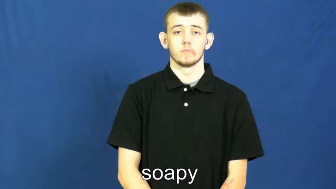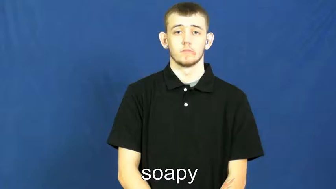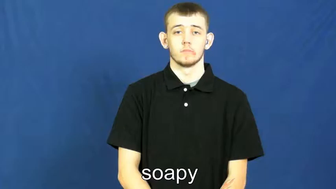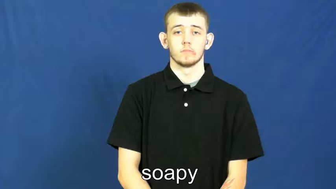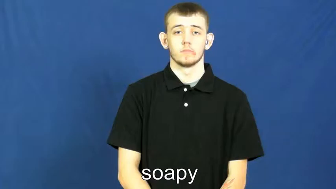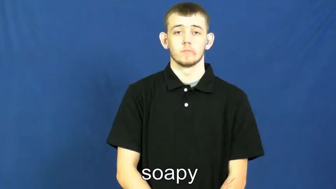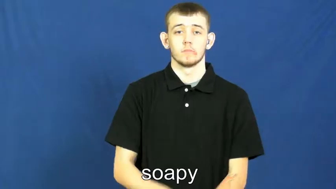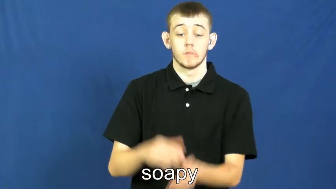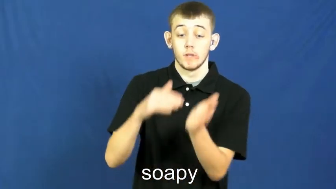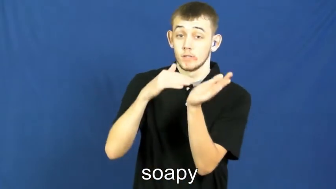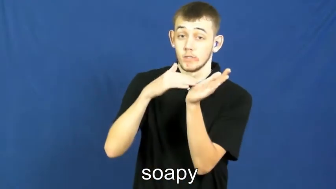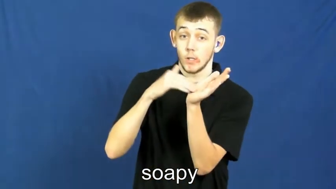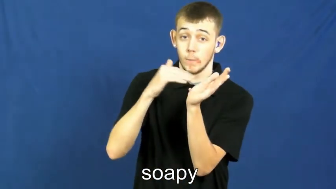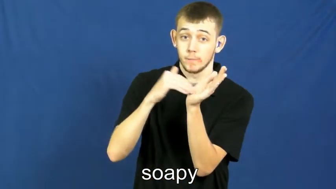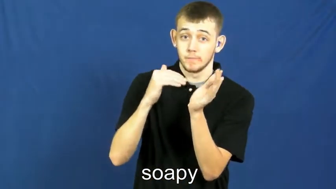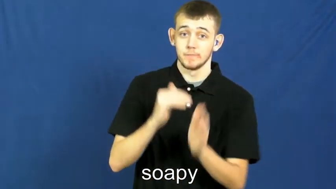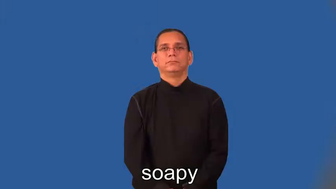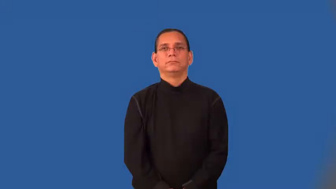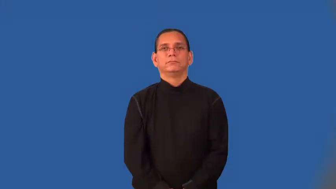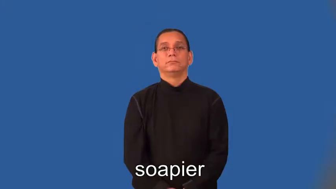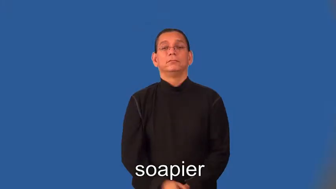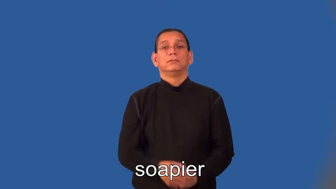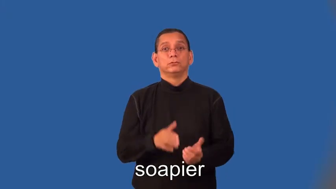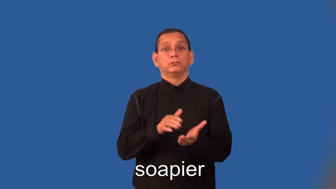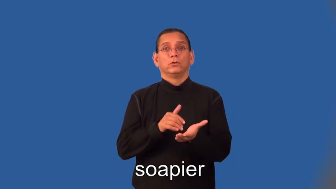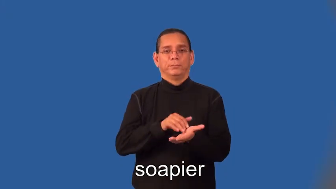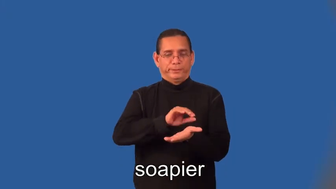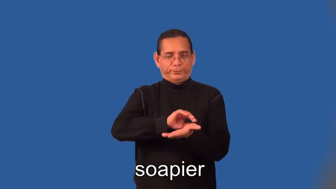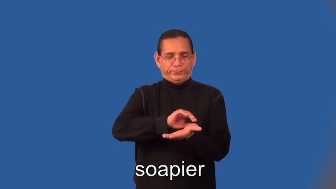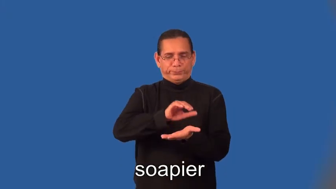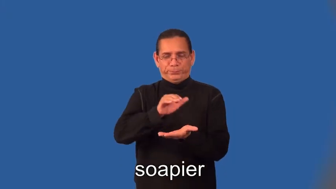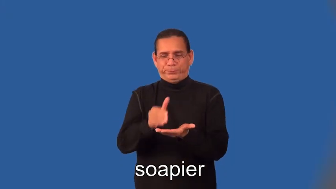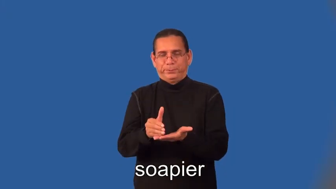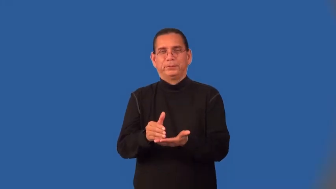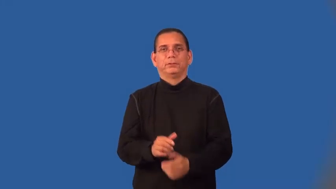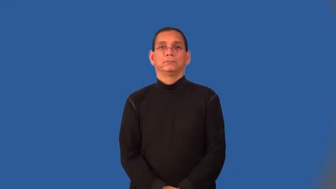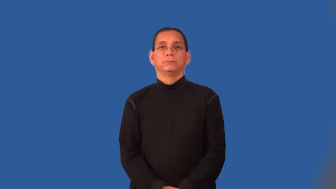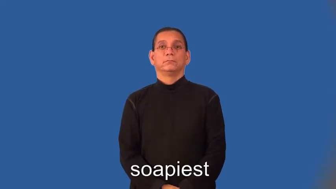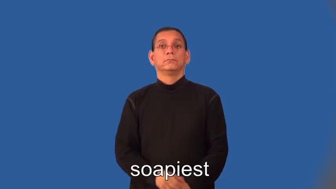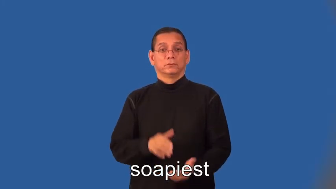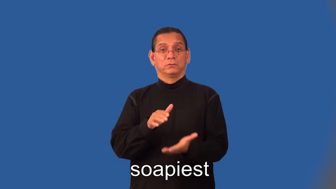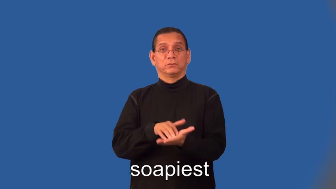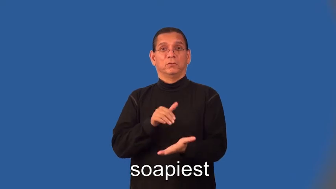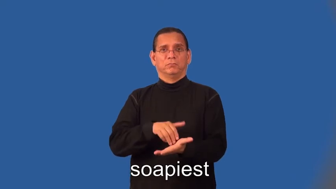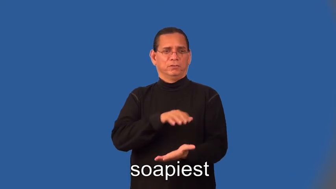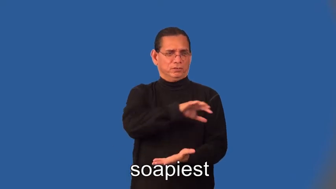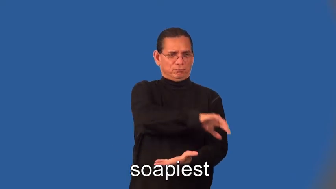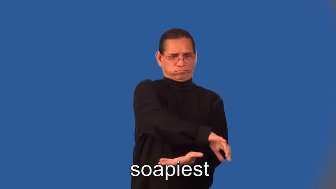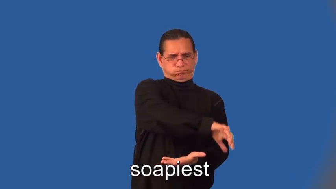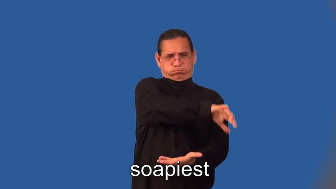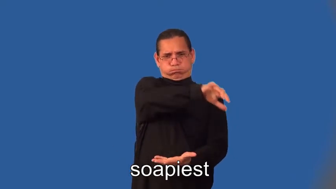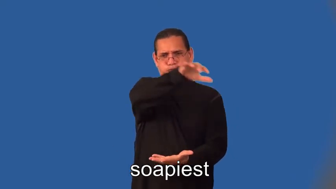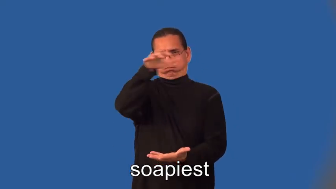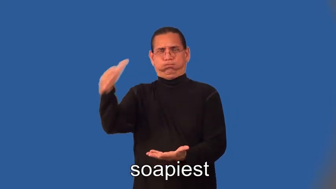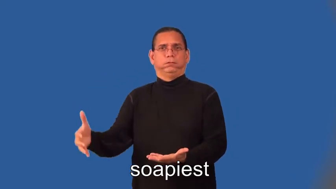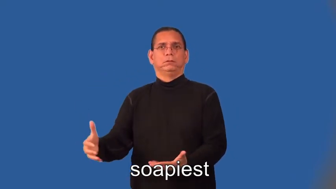soapier,soapiest